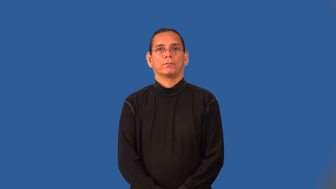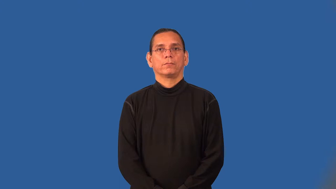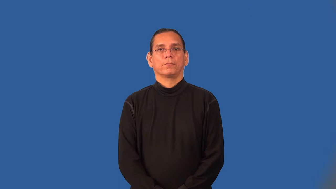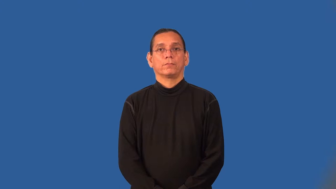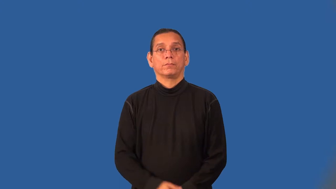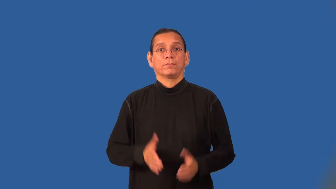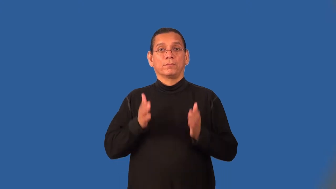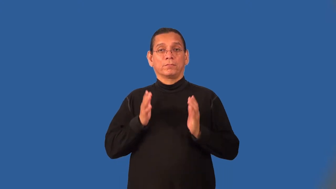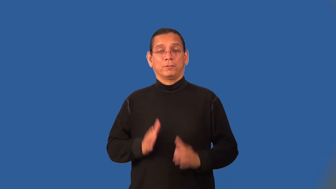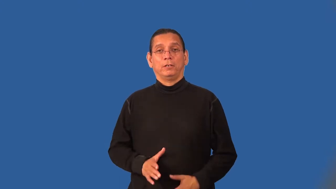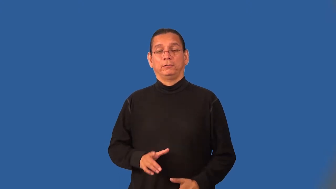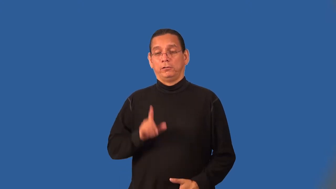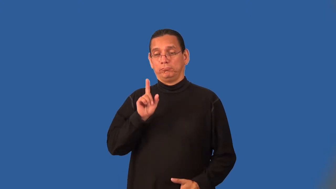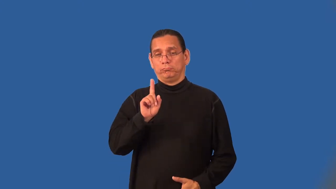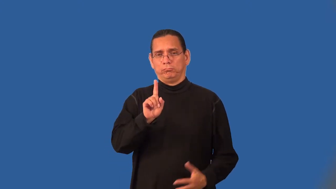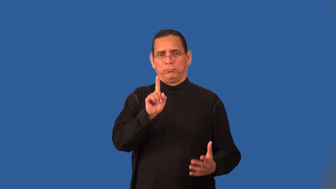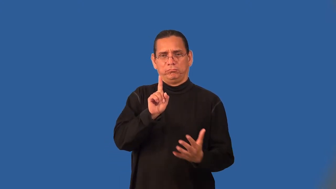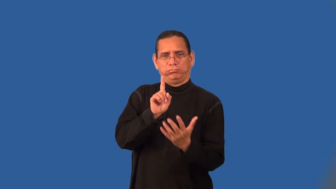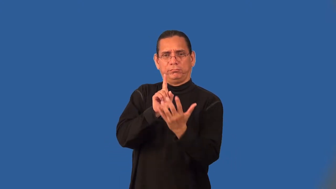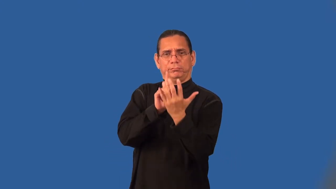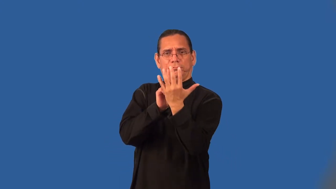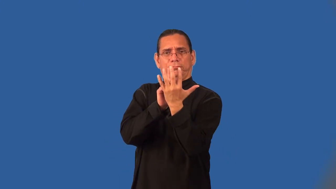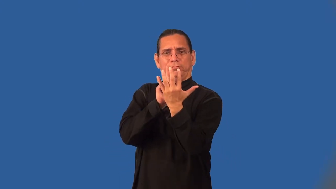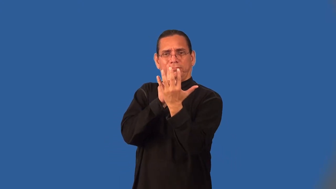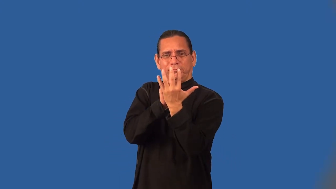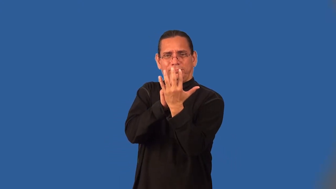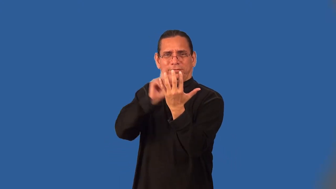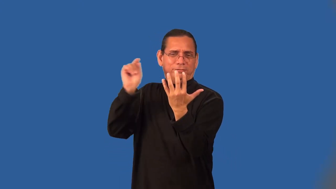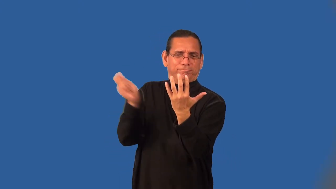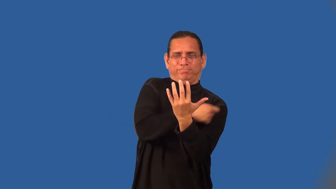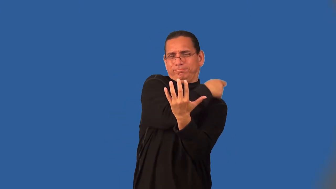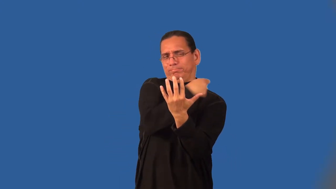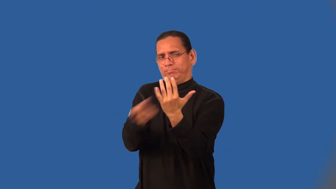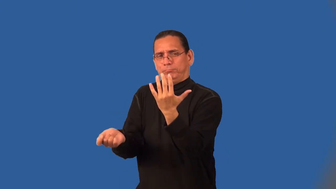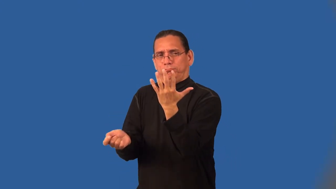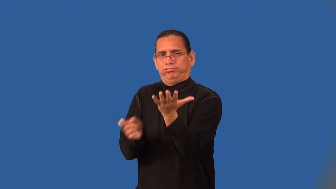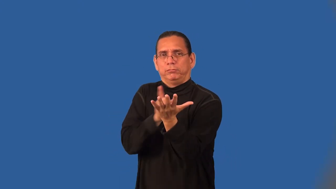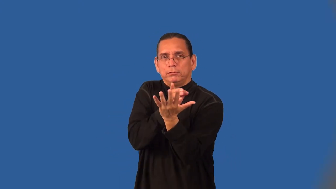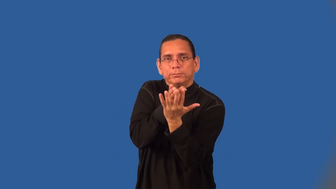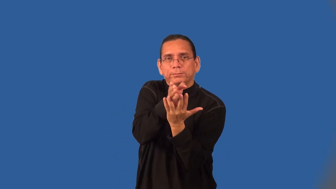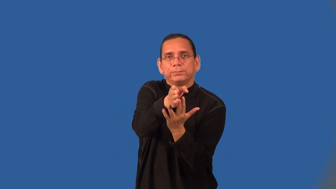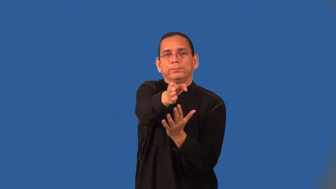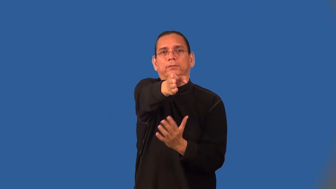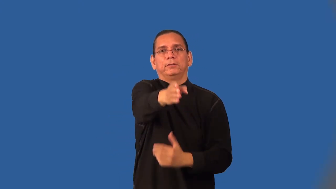bushwhacker,bushwhack-bushes